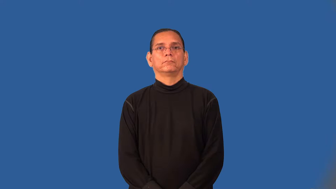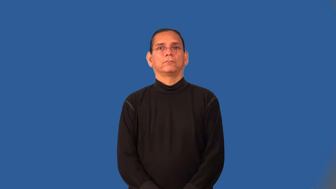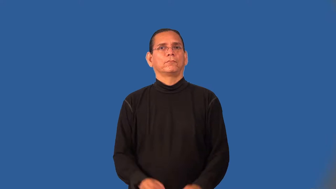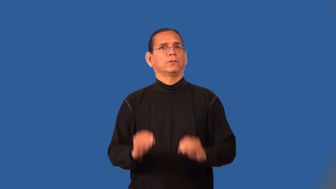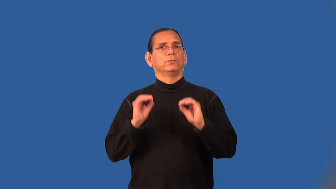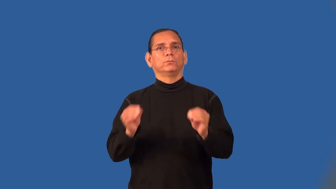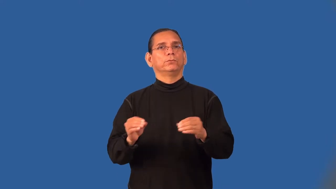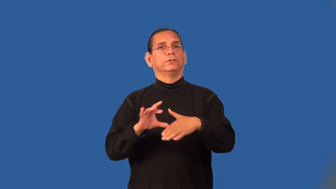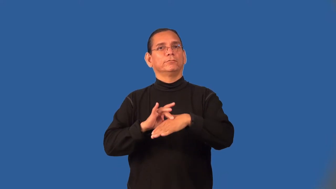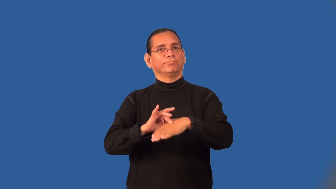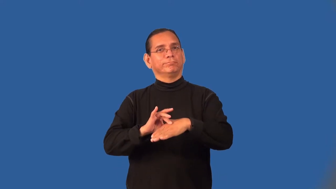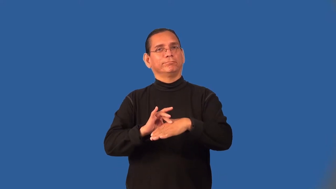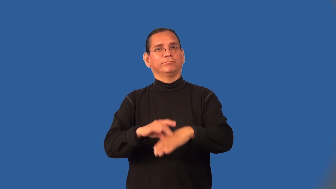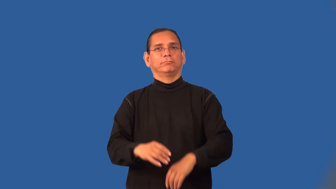meatless